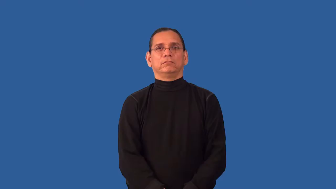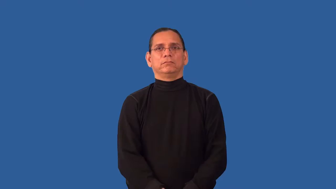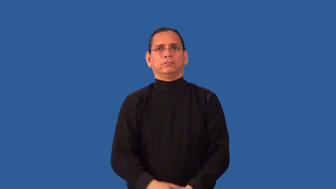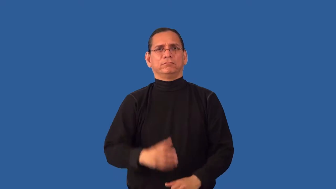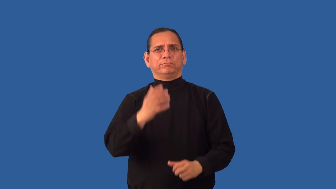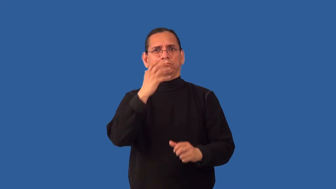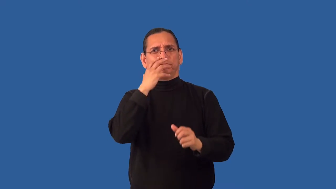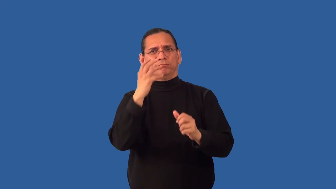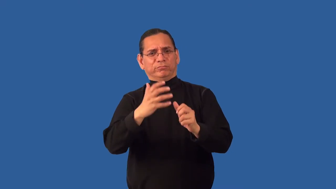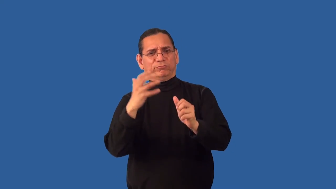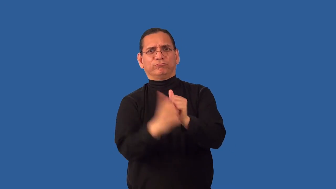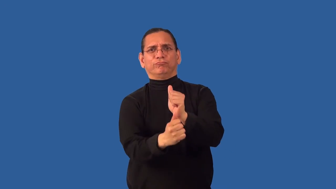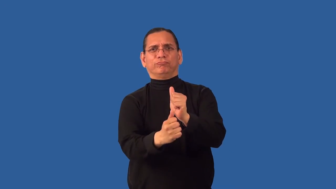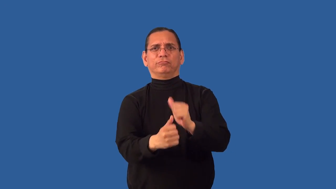inhumane,unfeeling